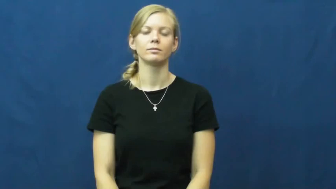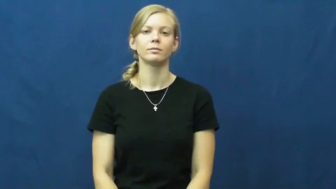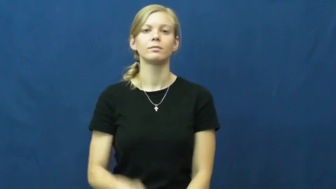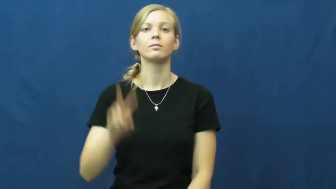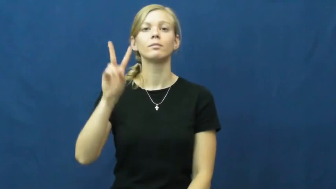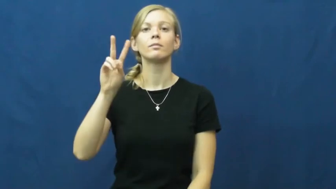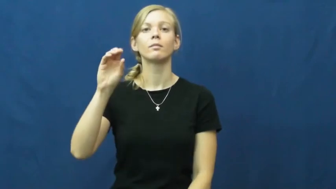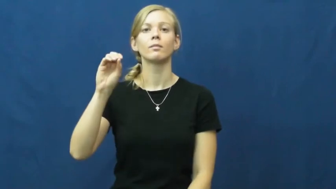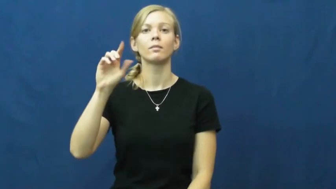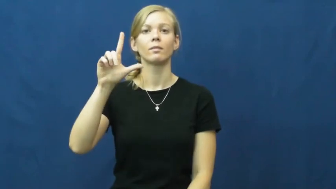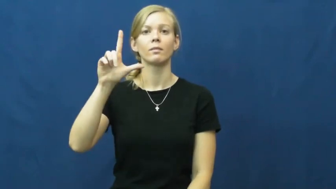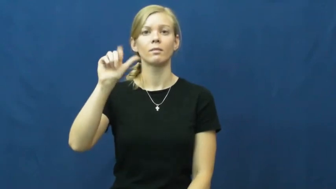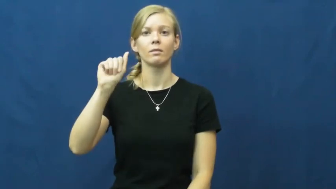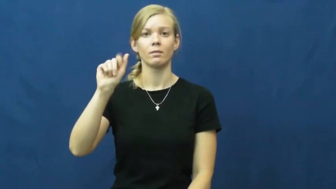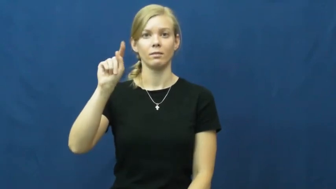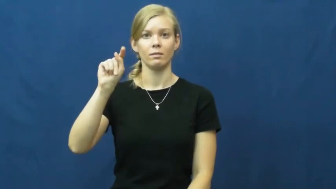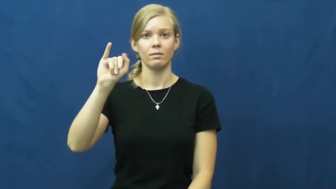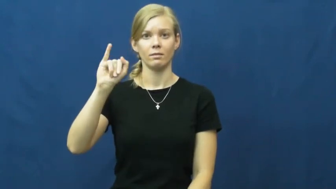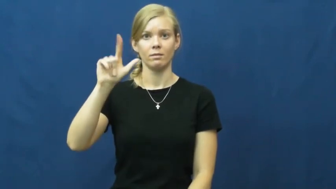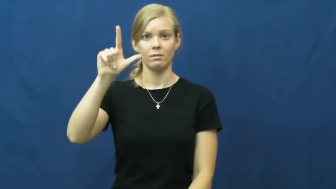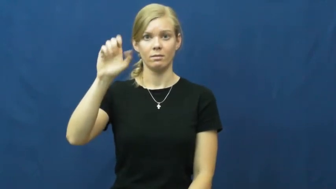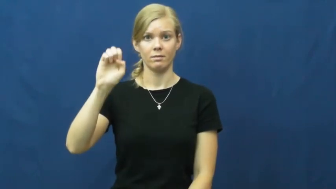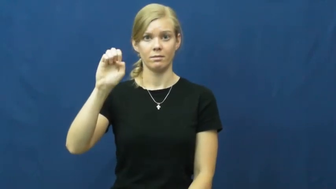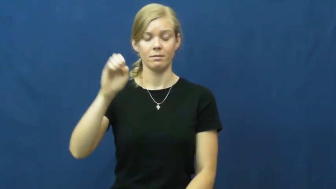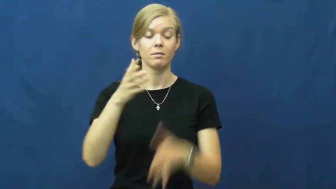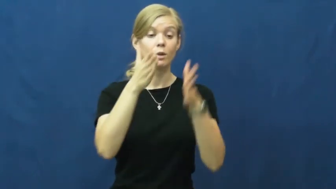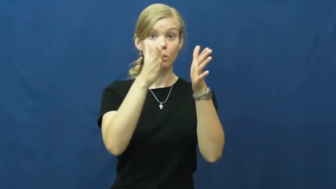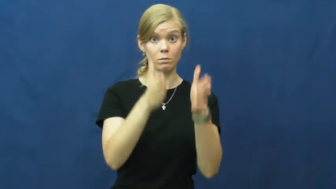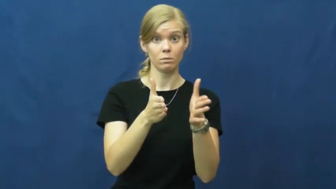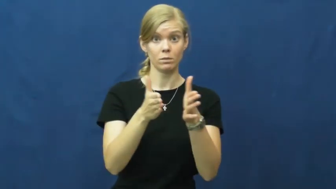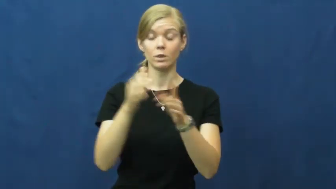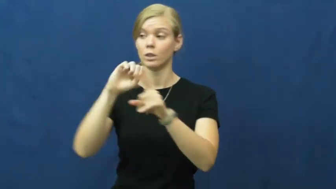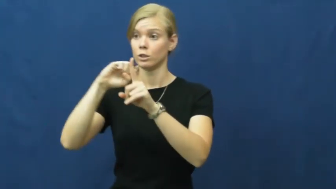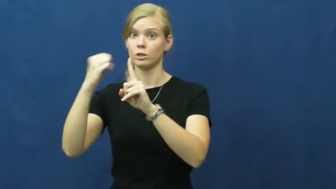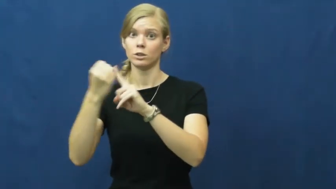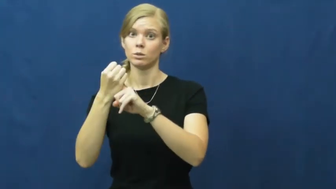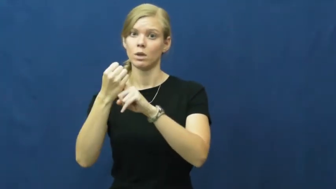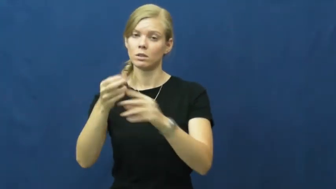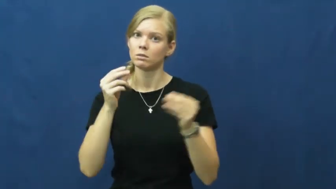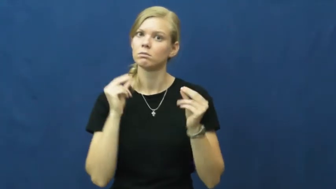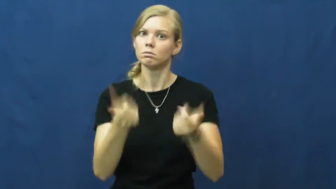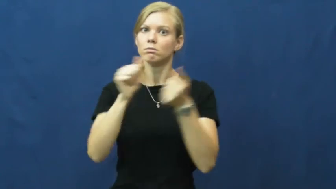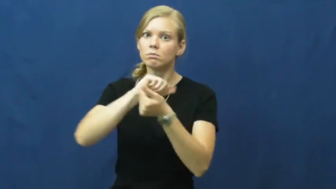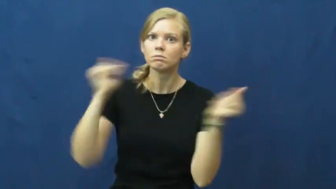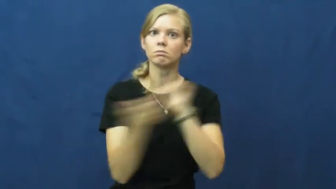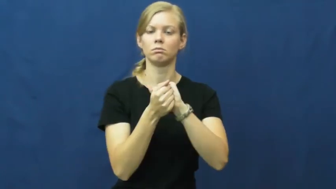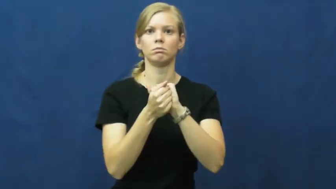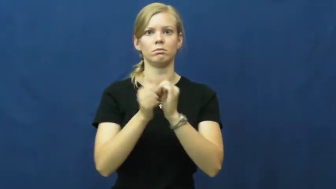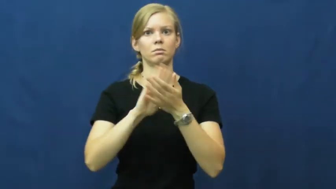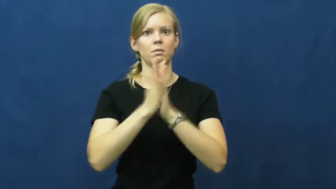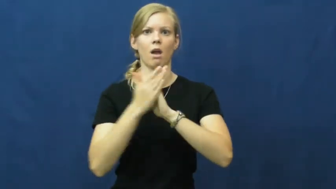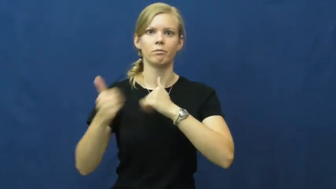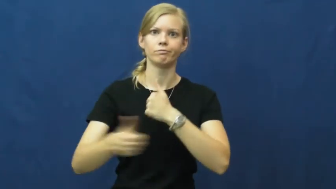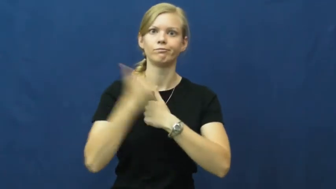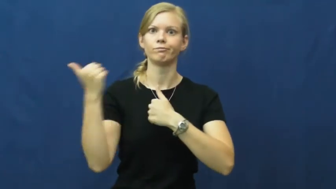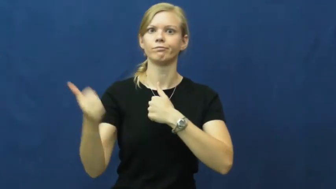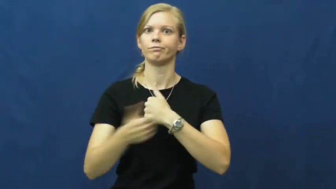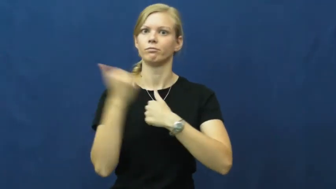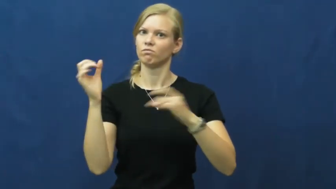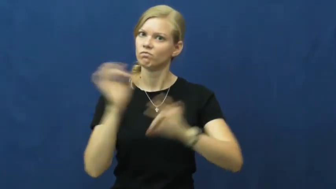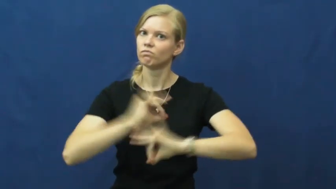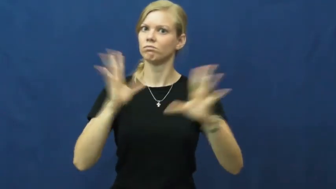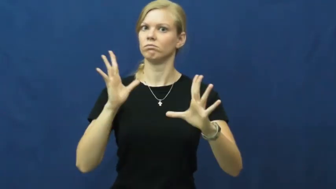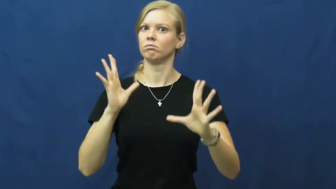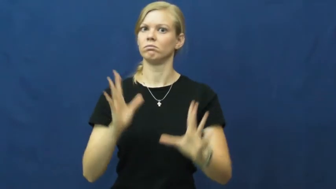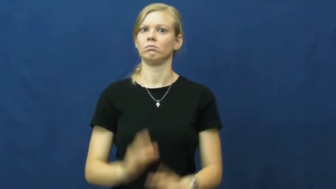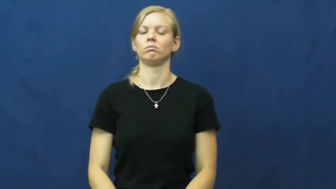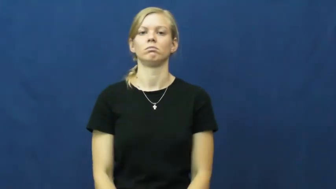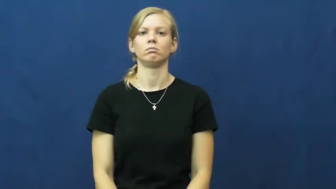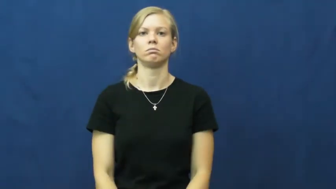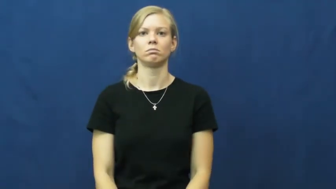volatile-dangerous